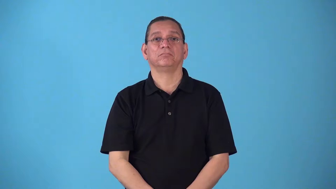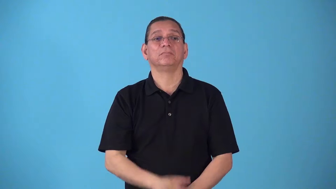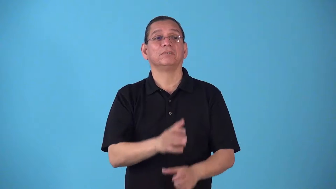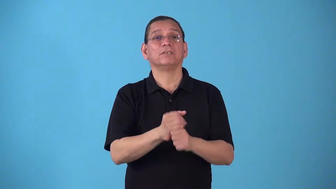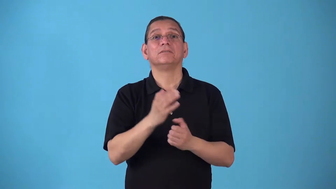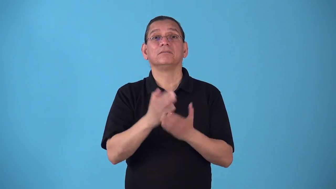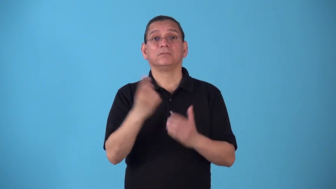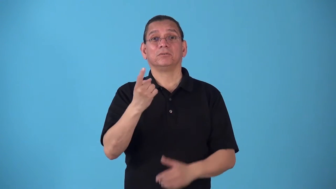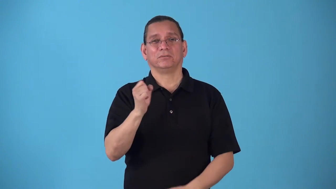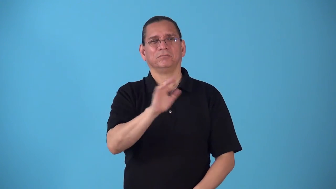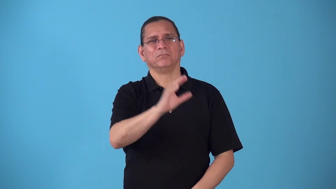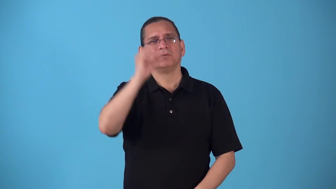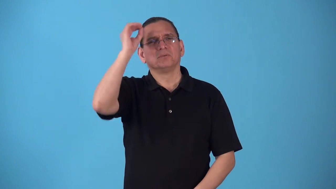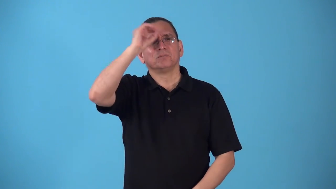sound out-get someones opinion